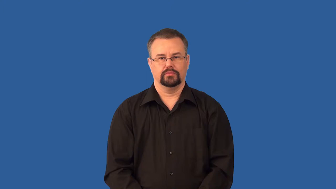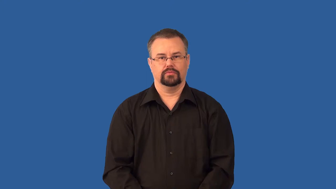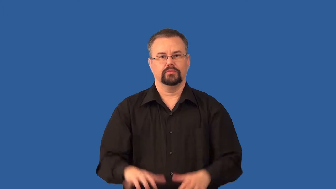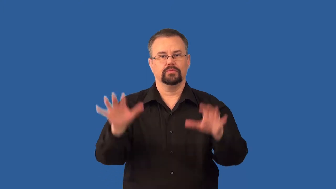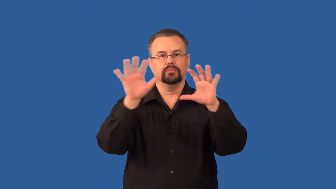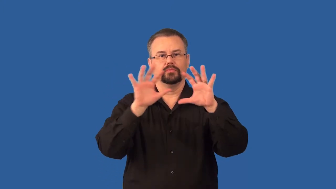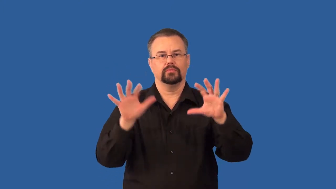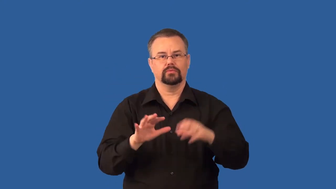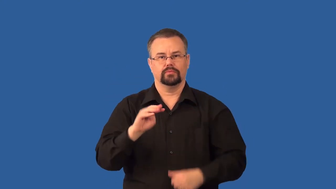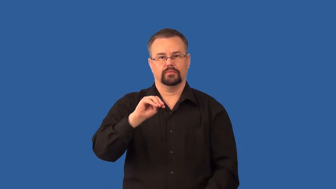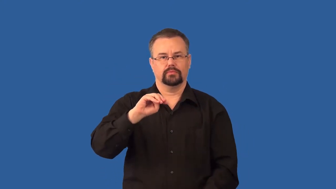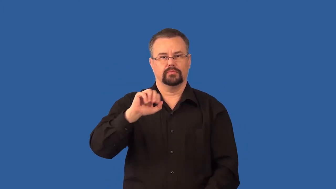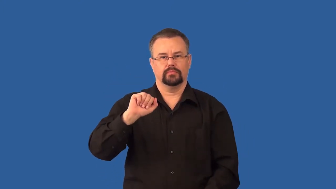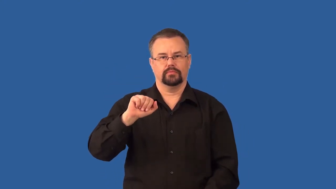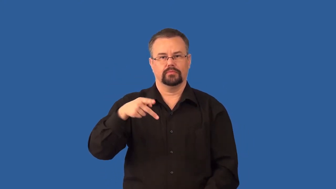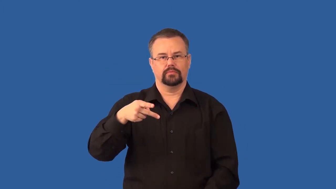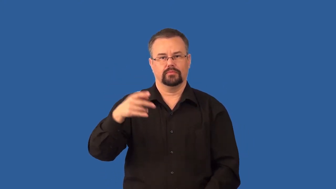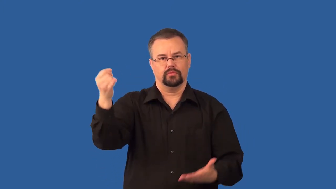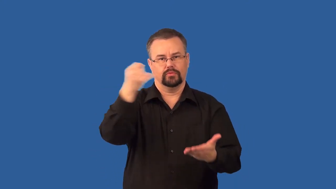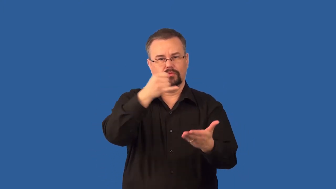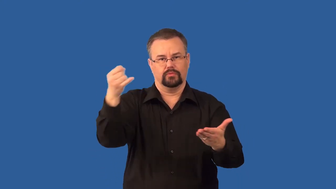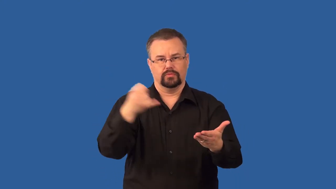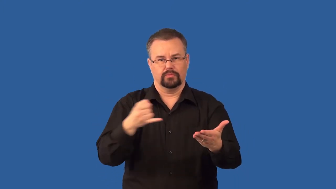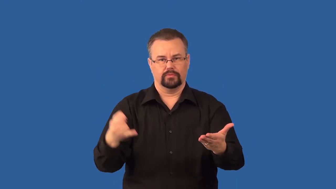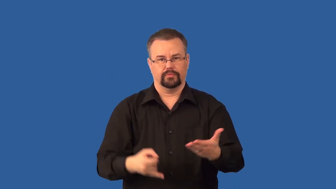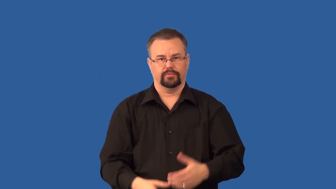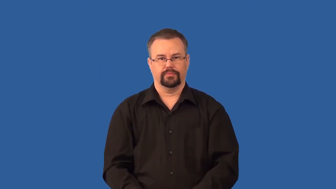isobars